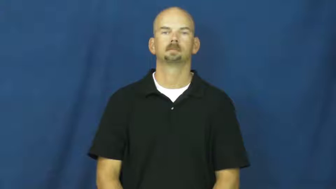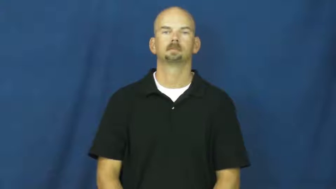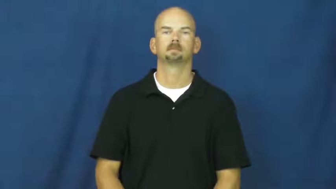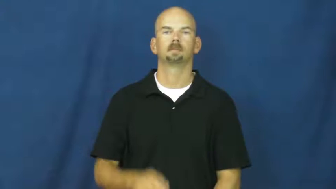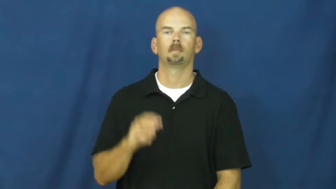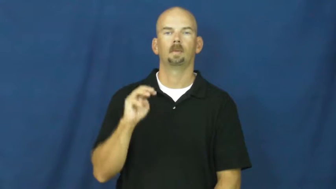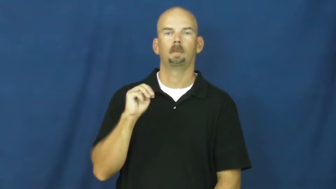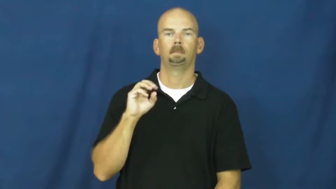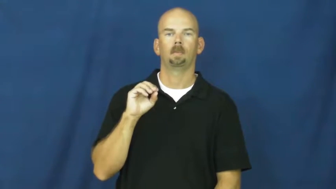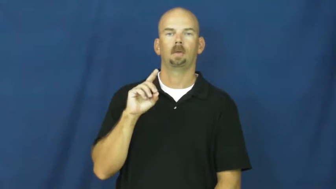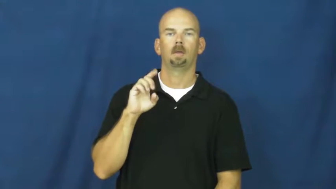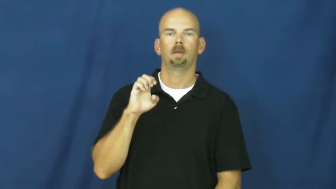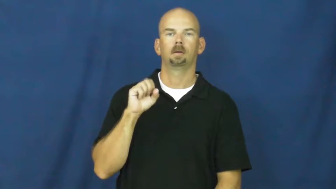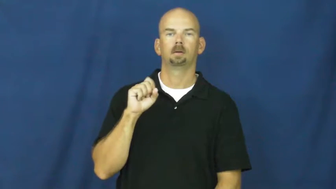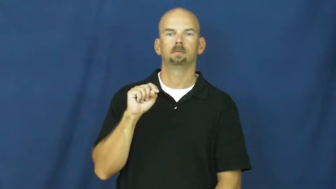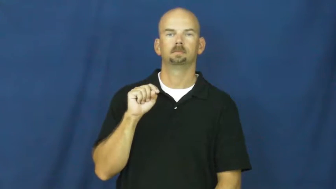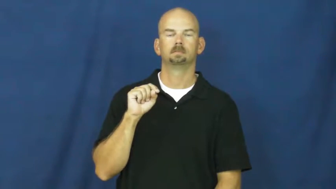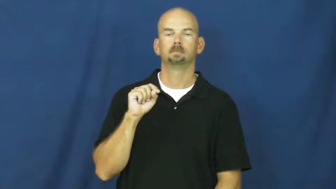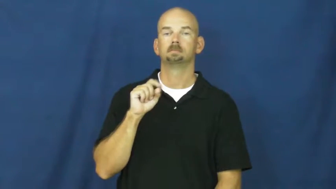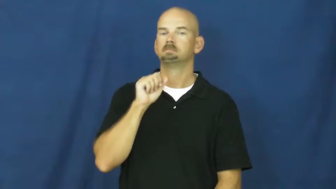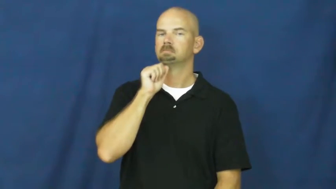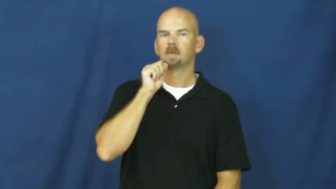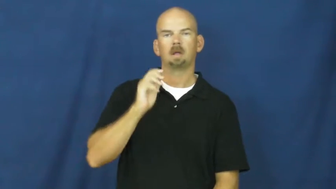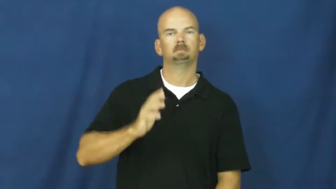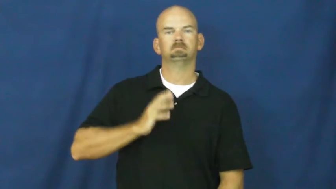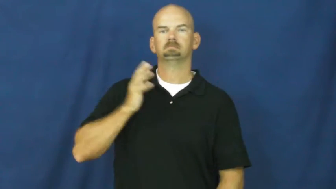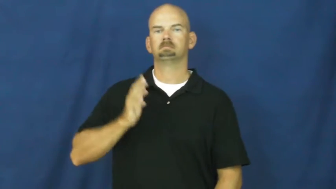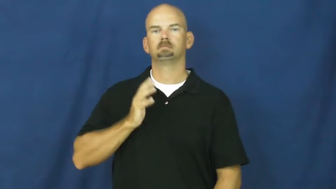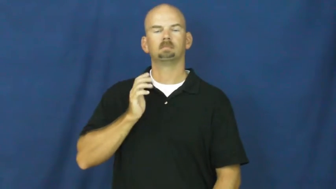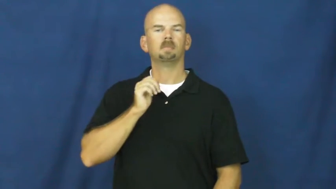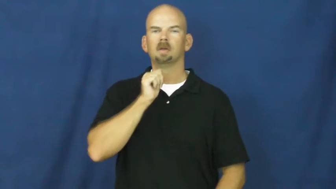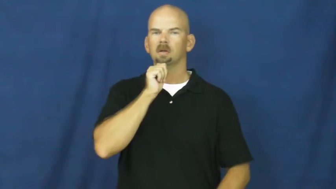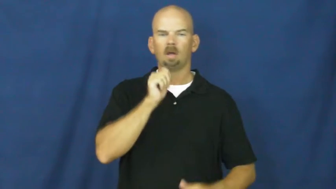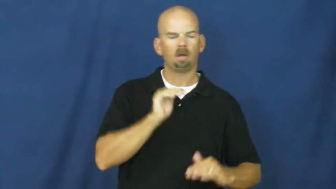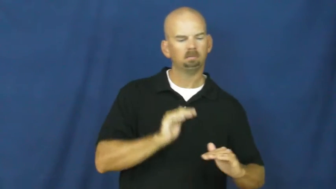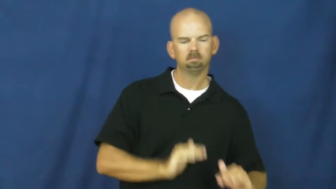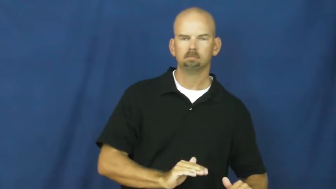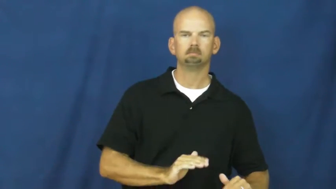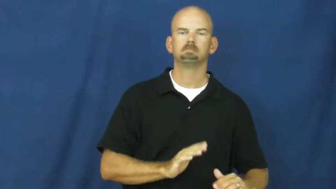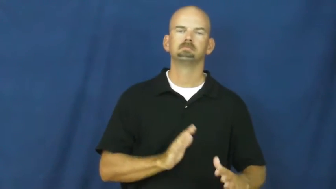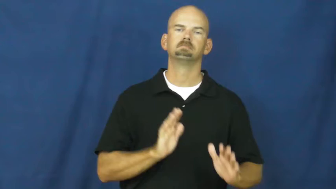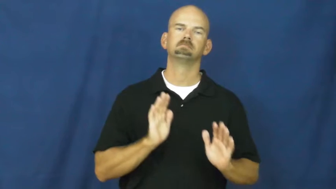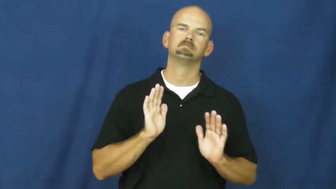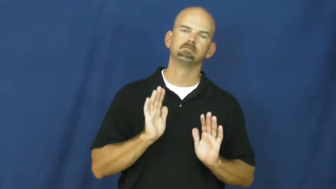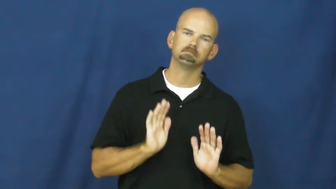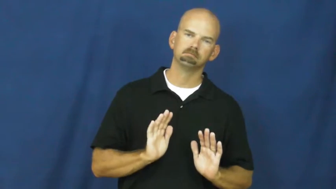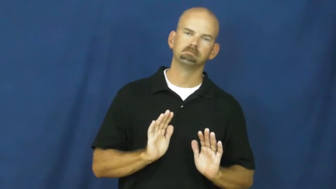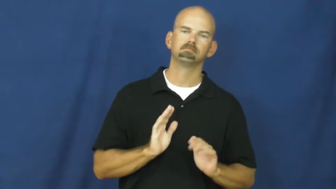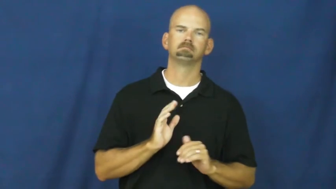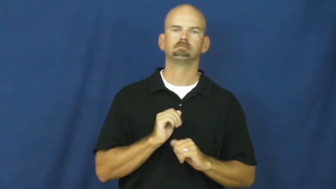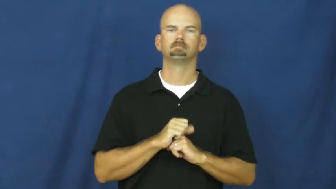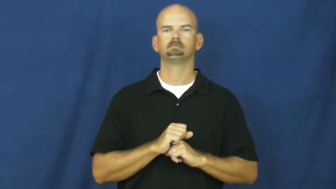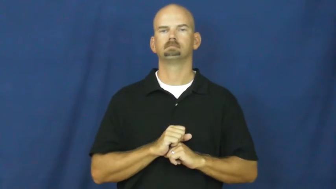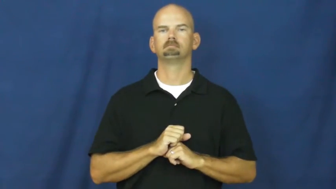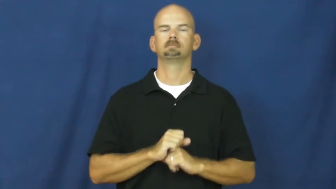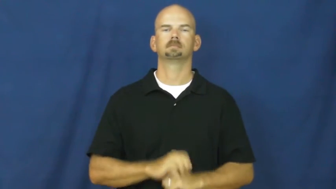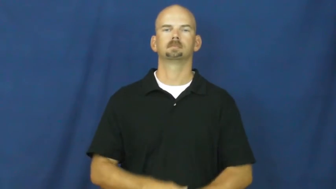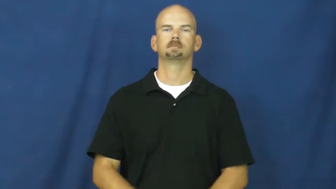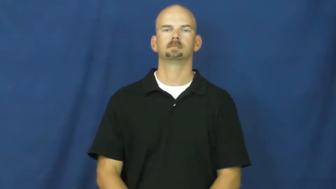modest-not fancy